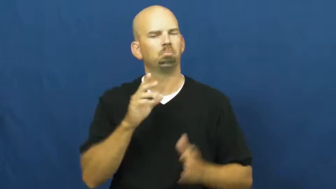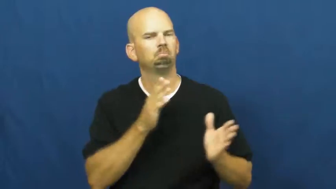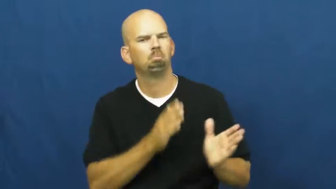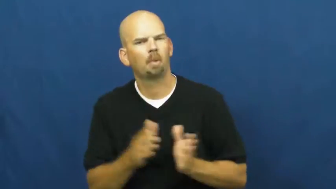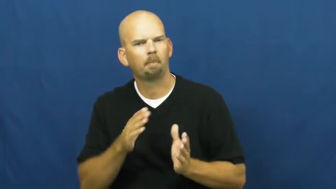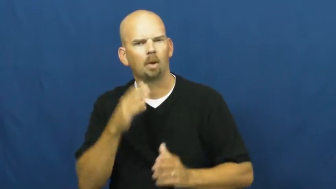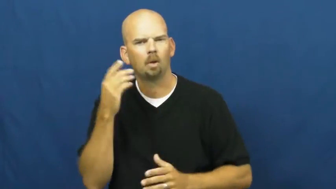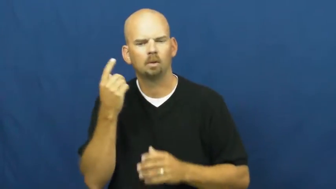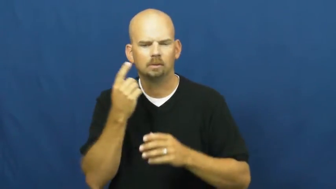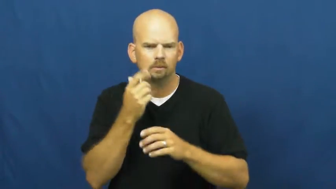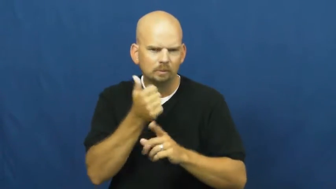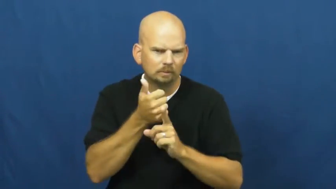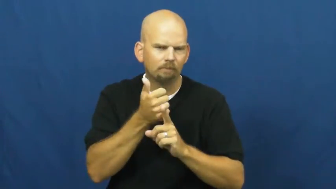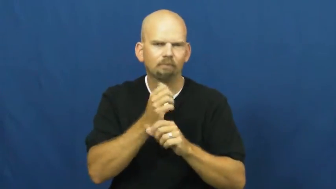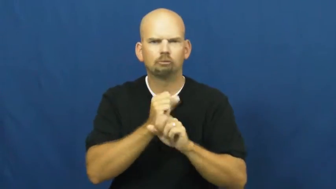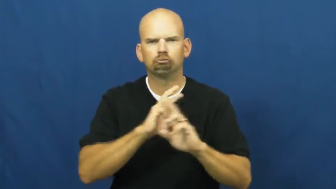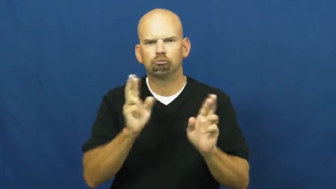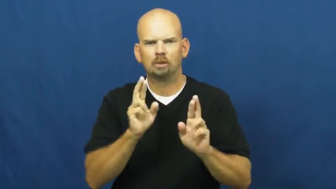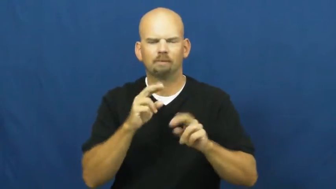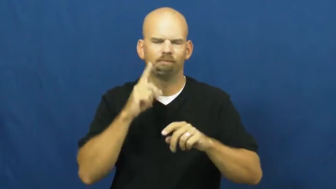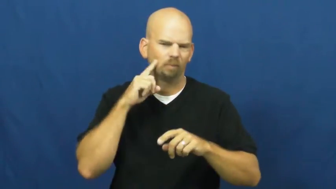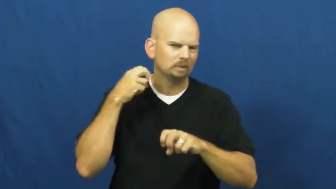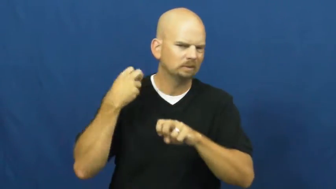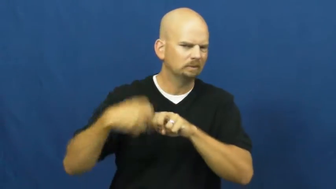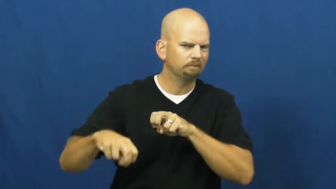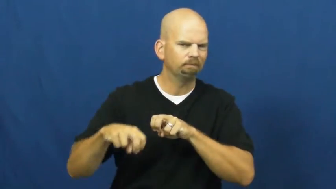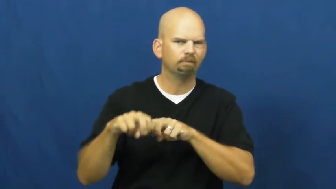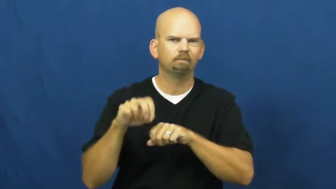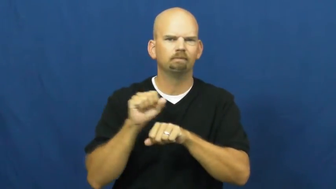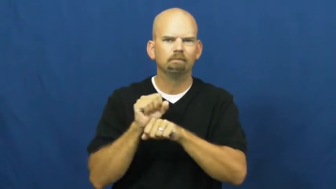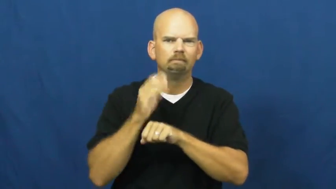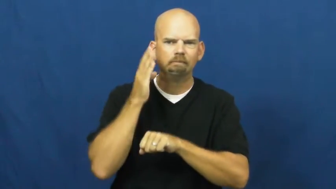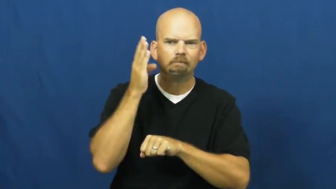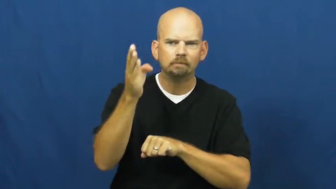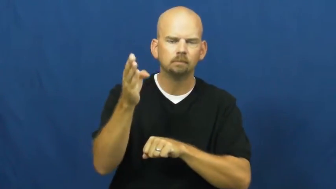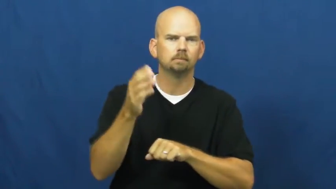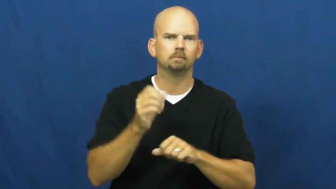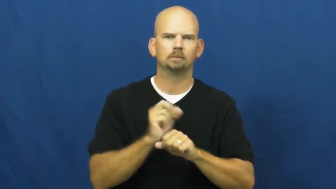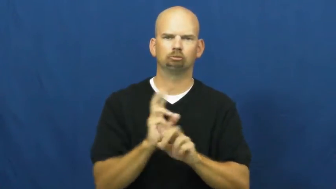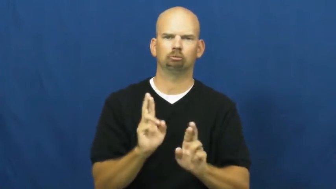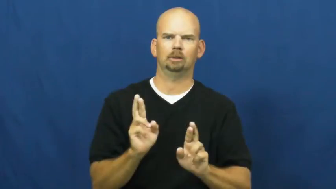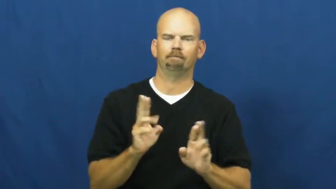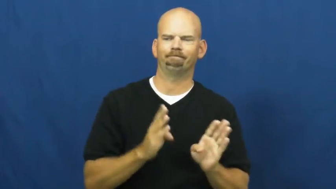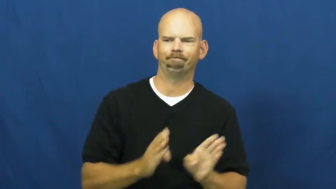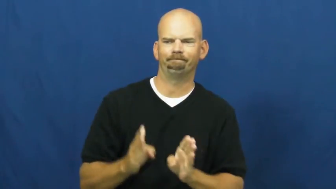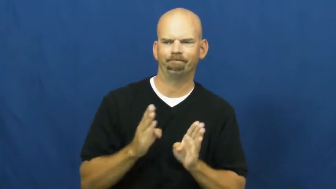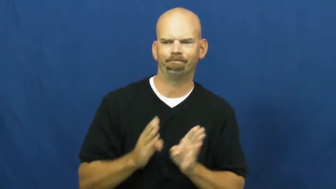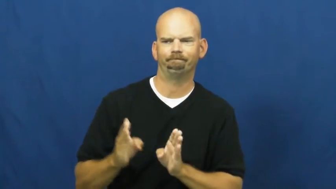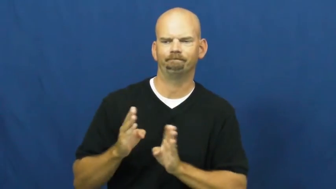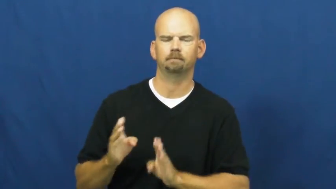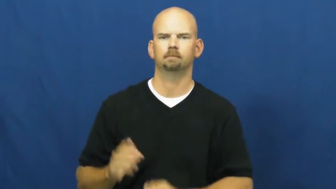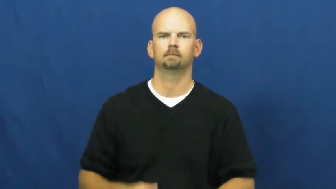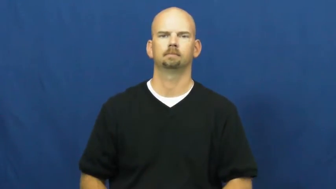gird,hunker down,summon up,dig in,brace for,steel against